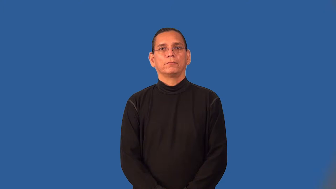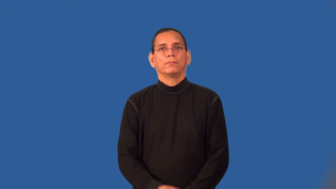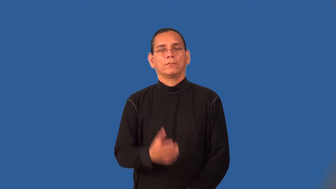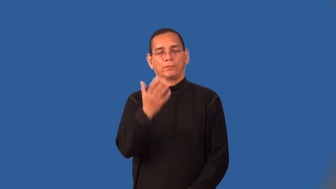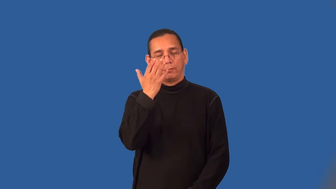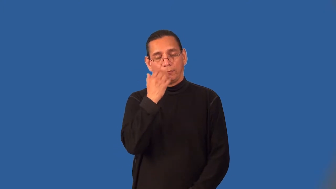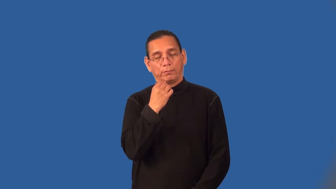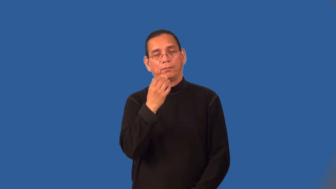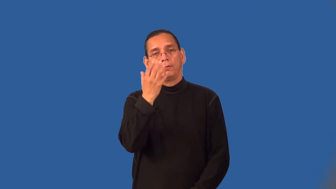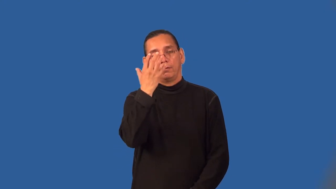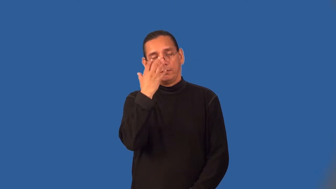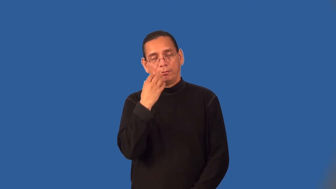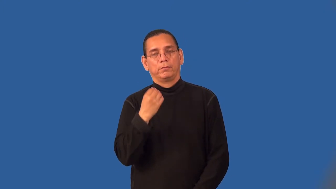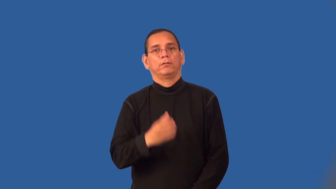sleepy,somnolent,dozy